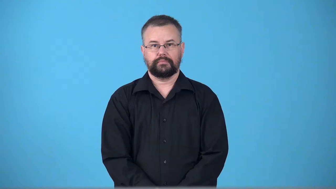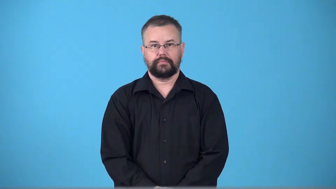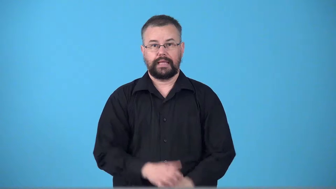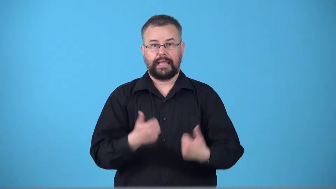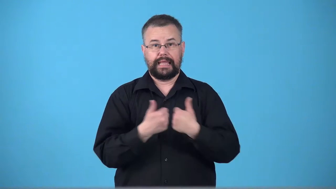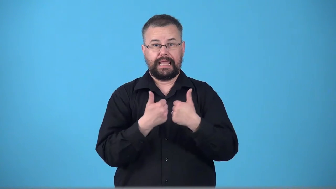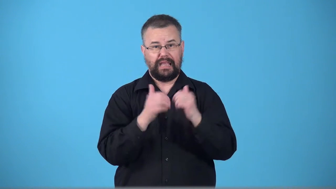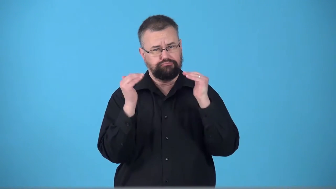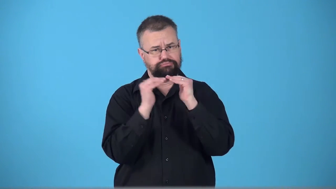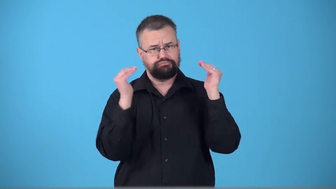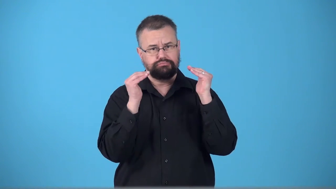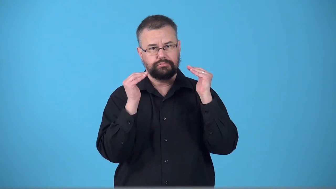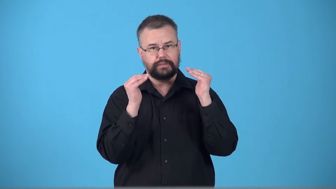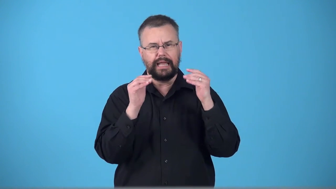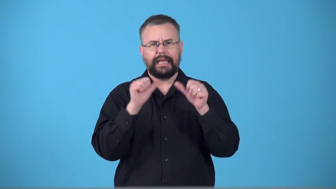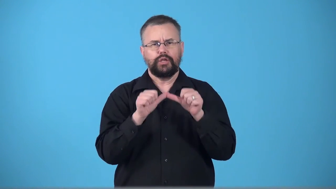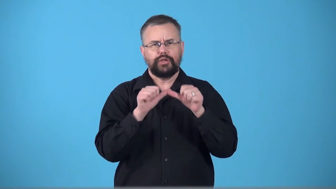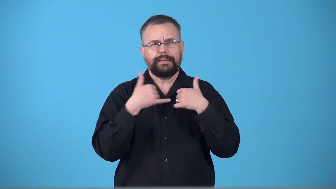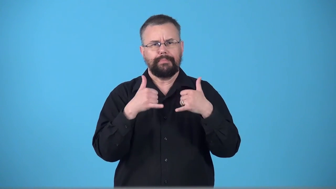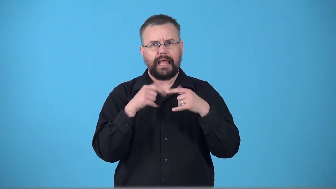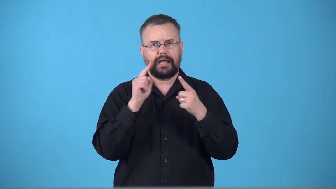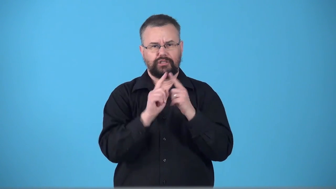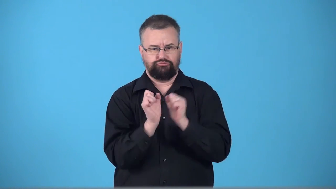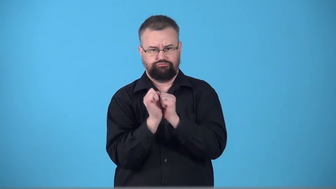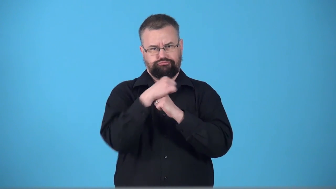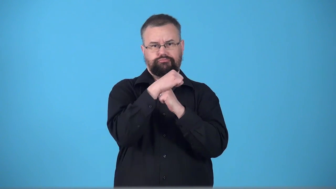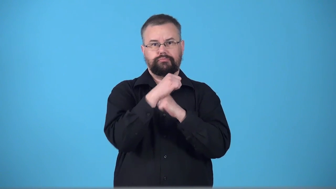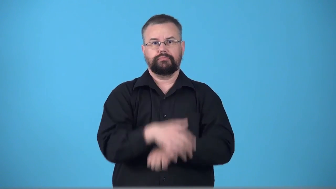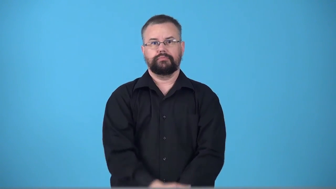tiebreaker